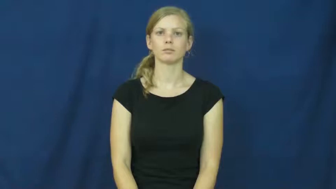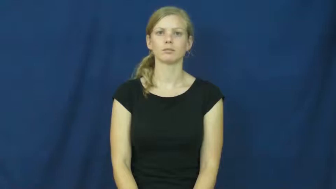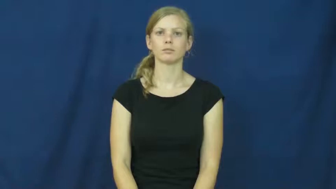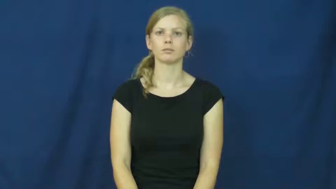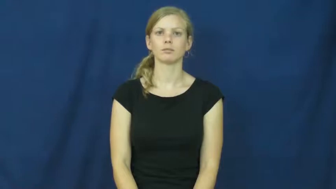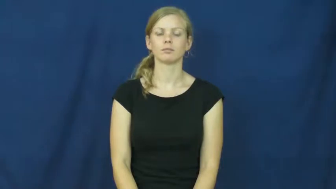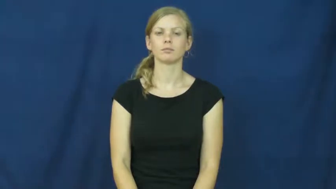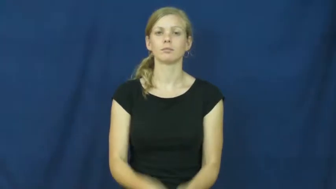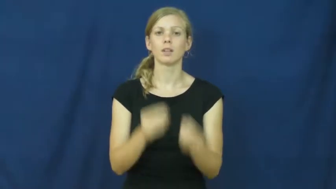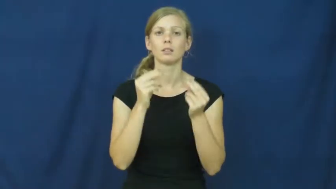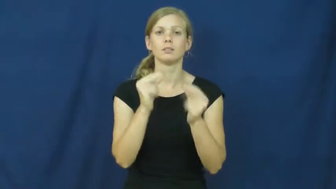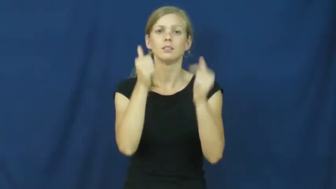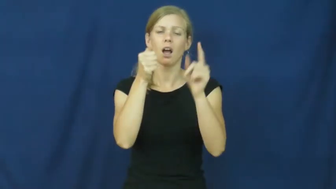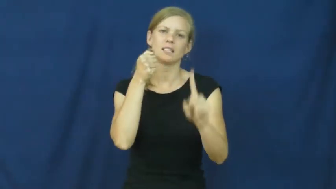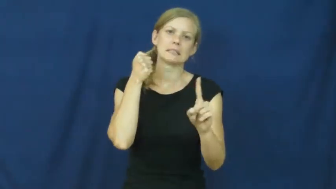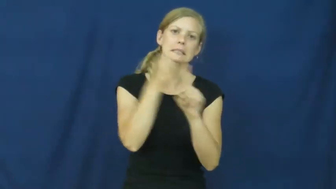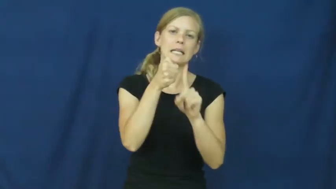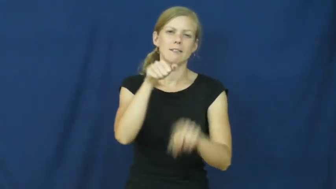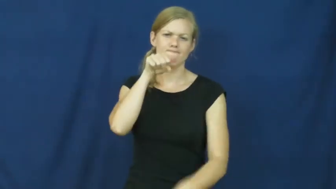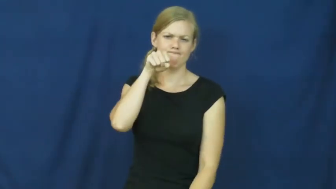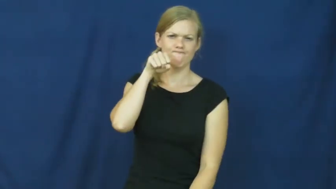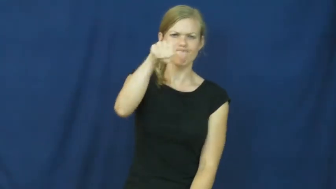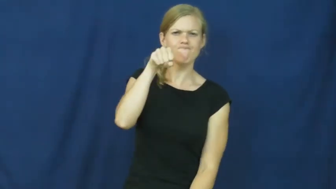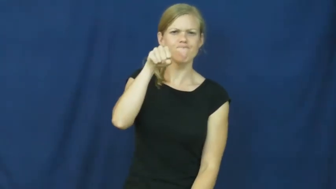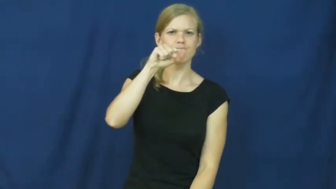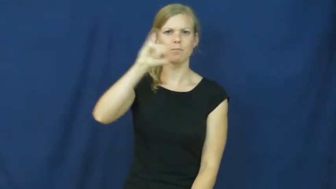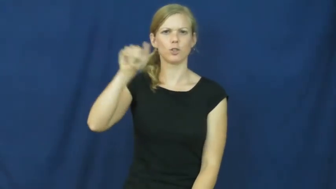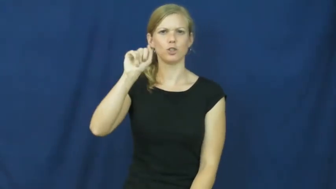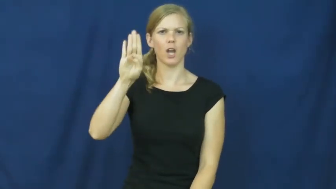jab-hit